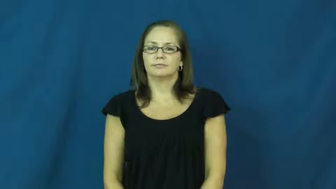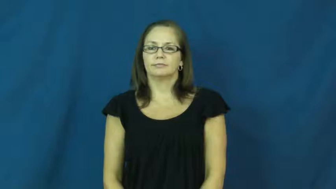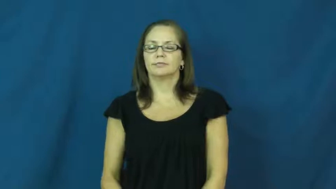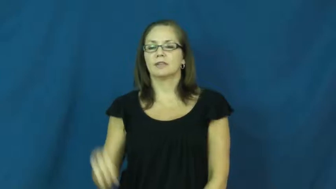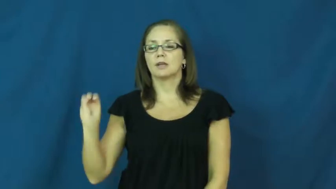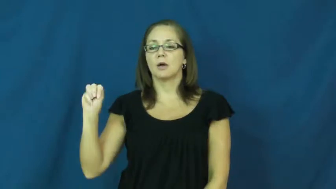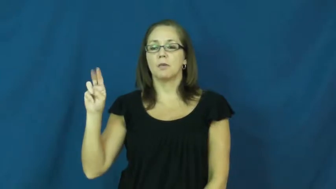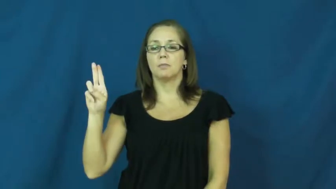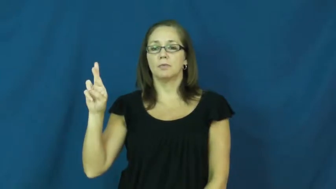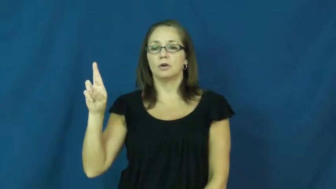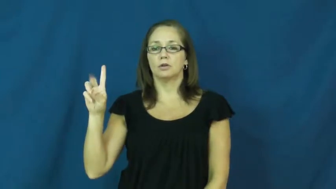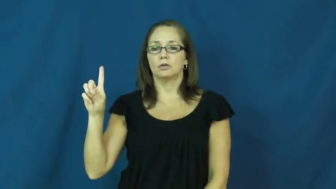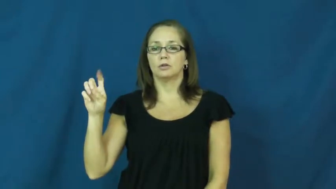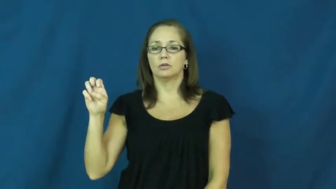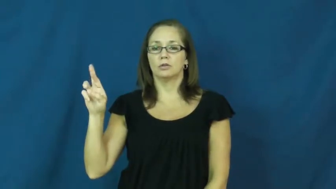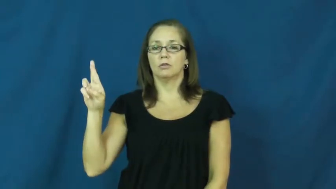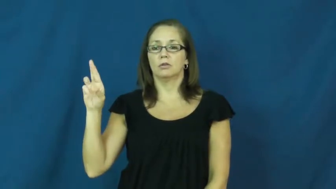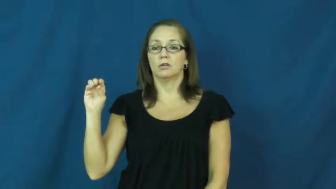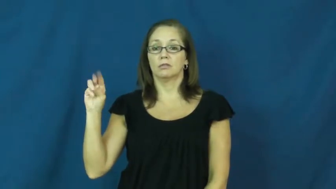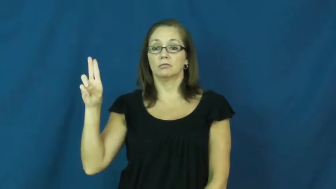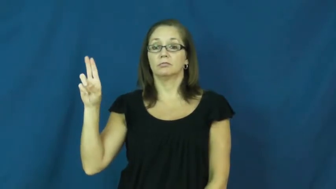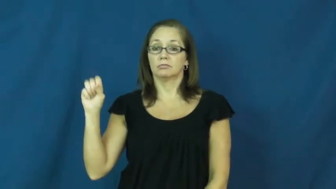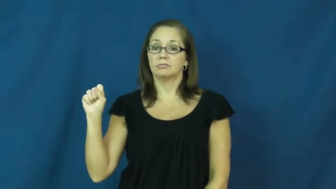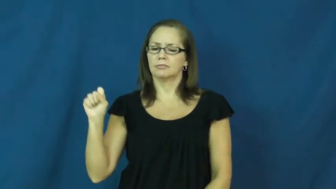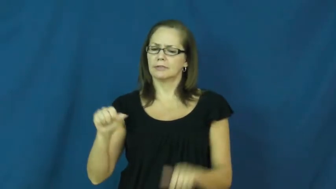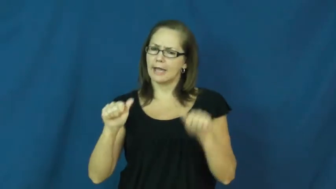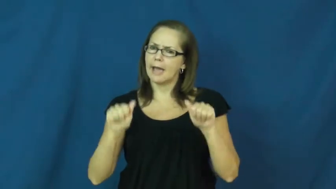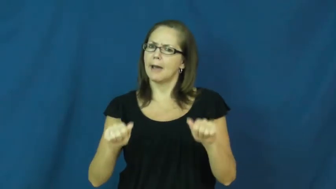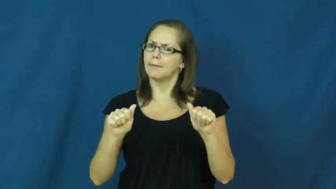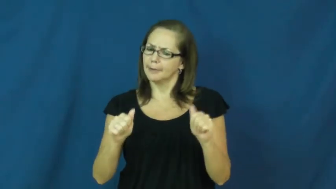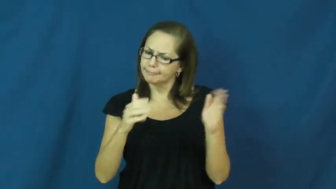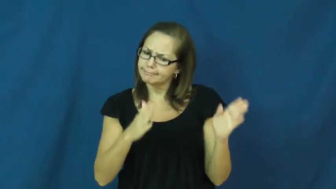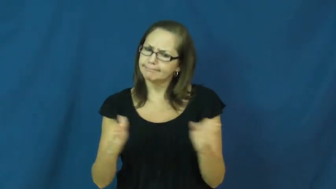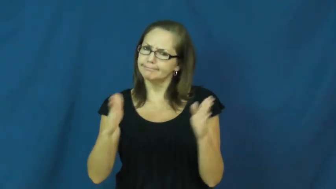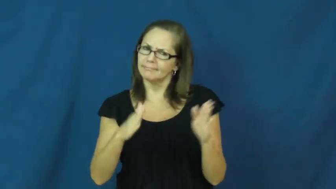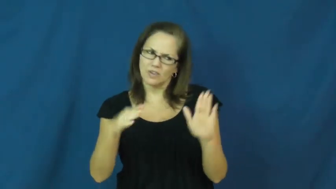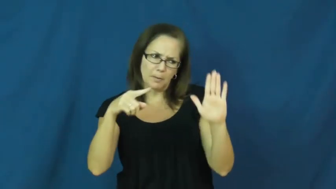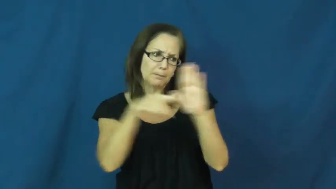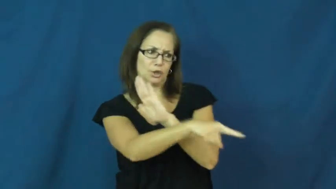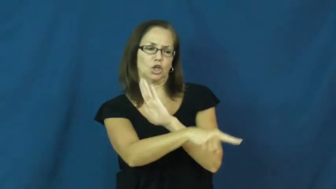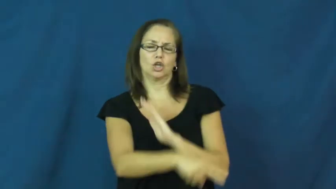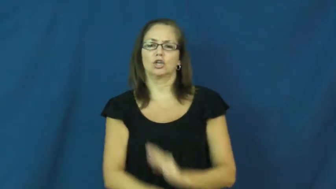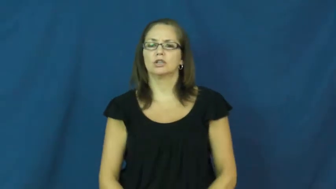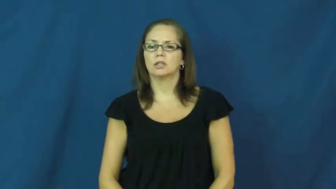murderous